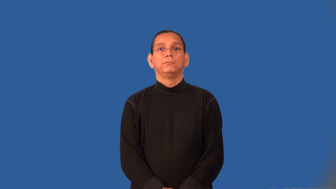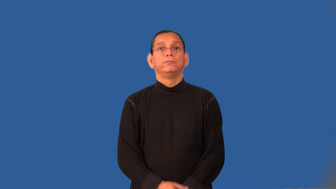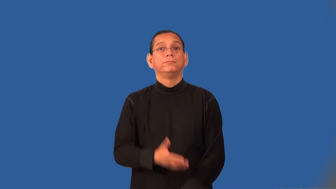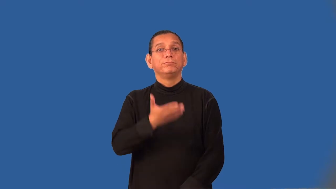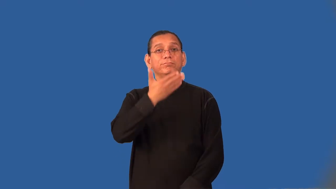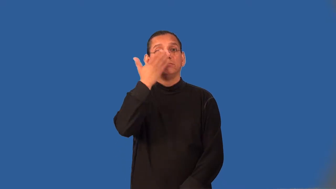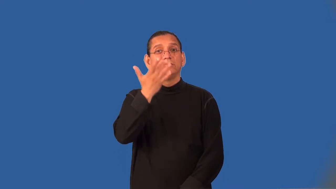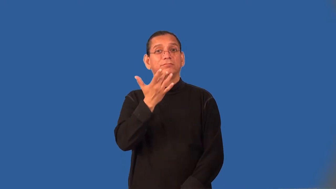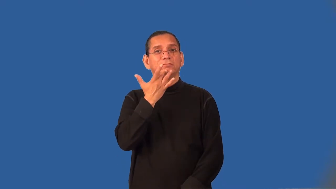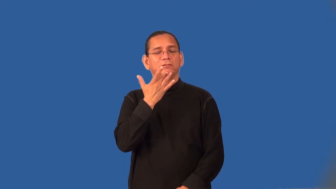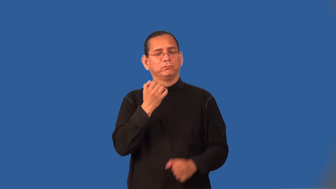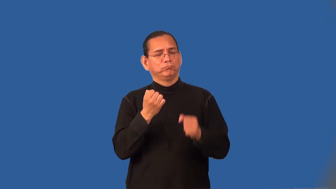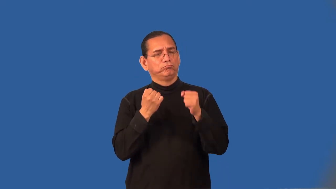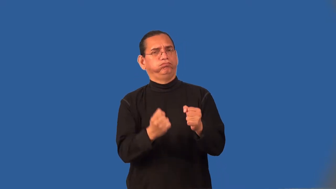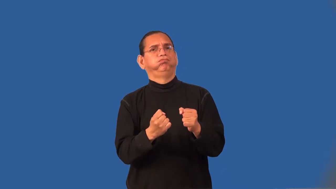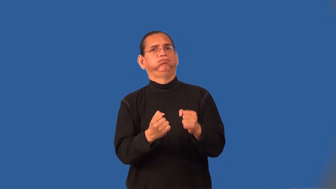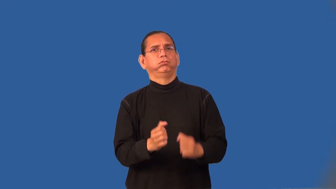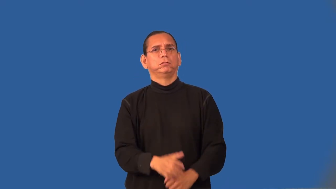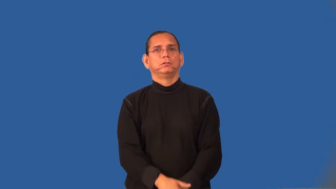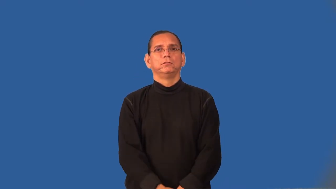tangy